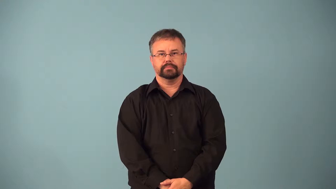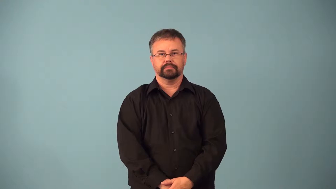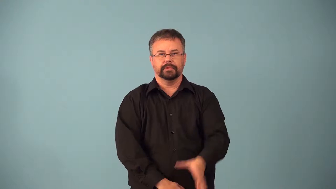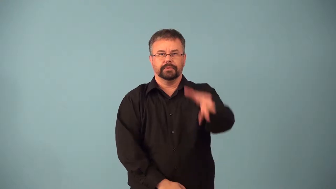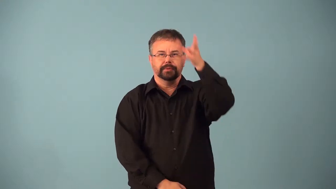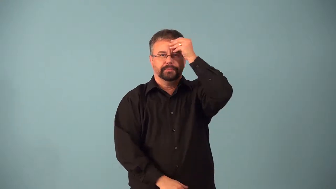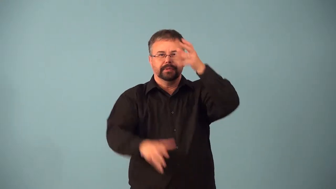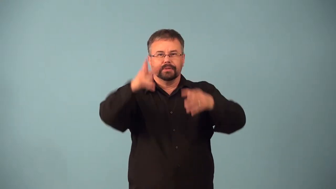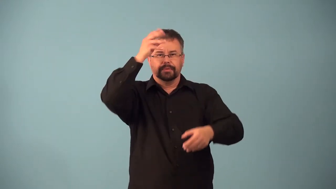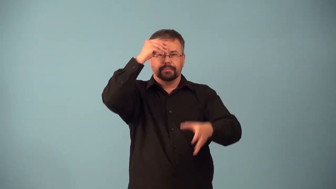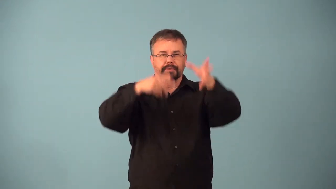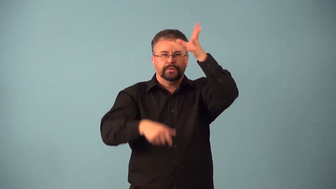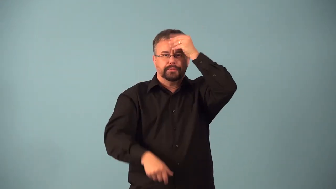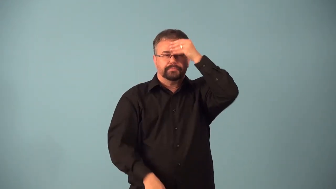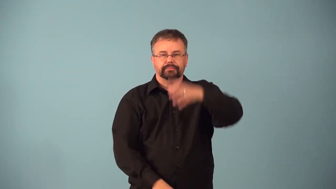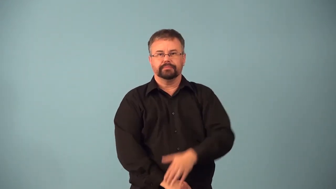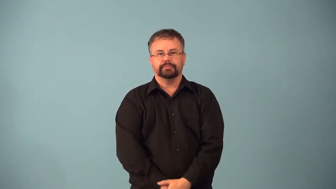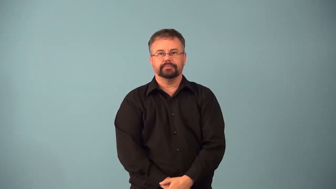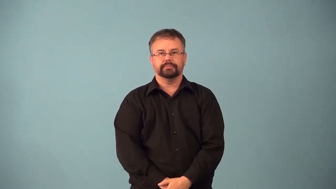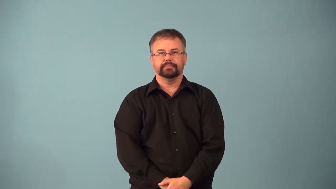absorb-accept ideas